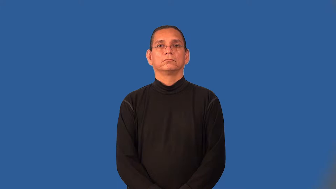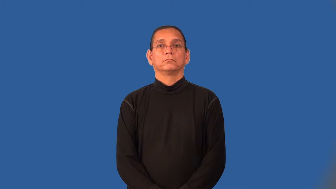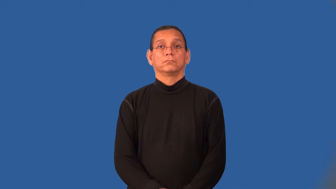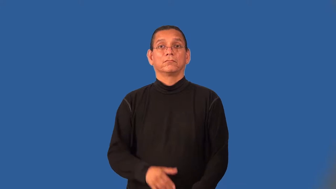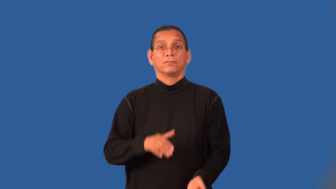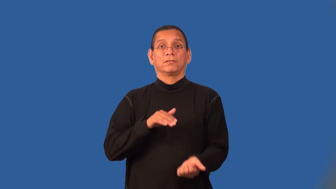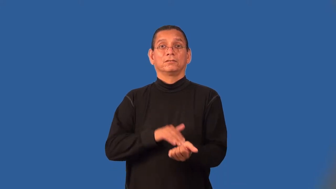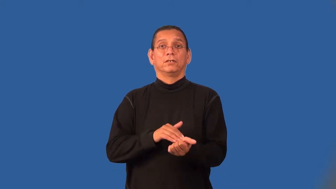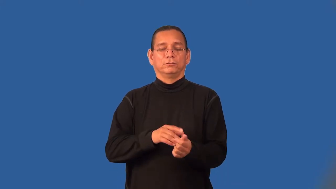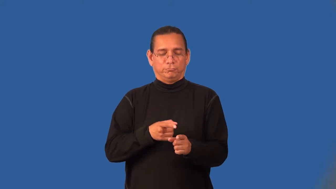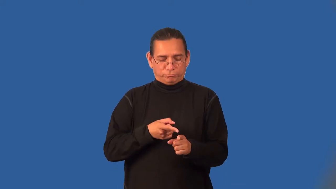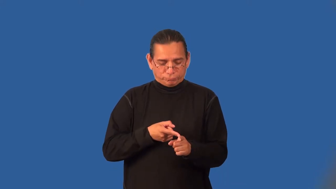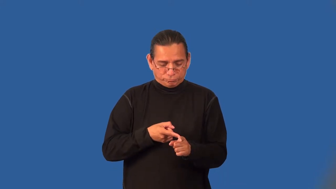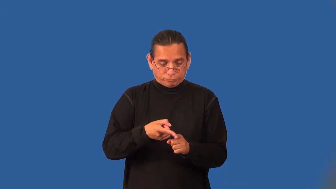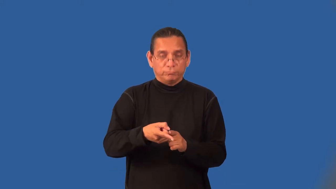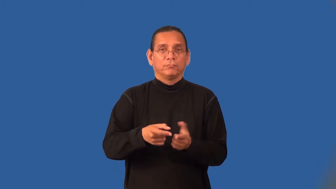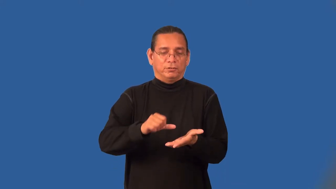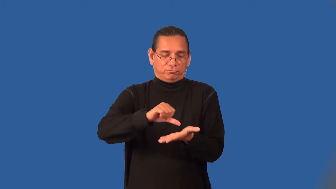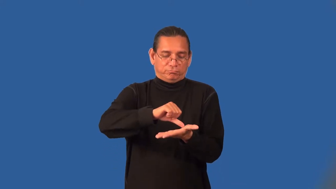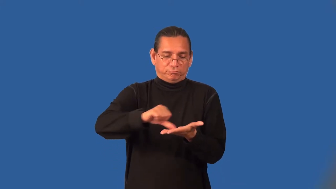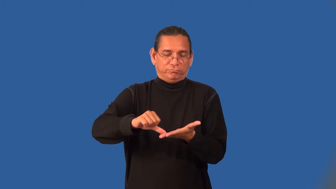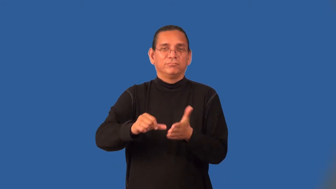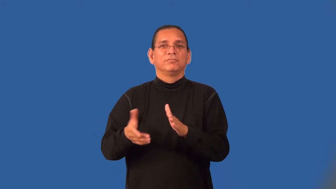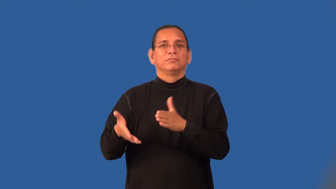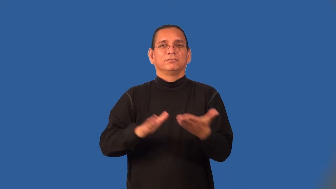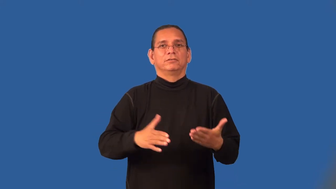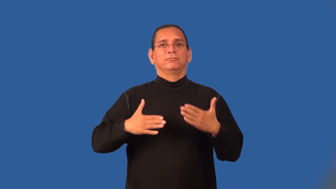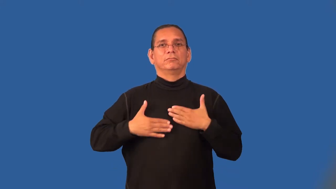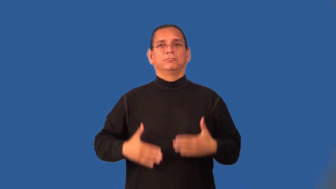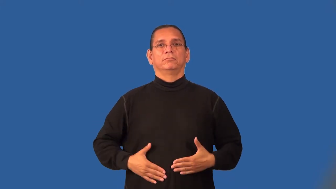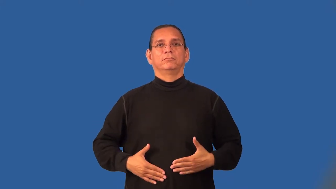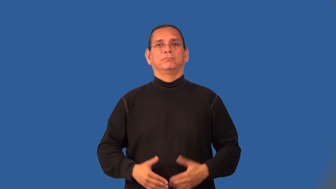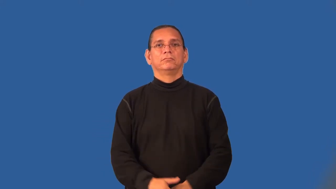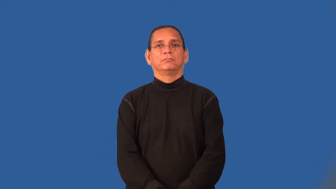pathologist